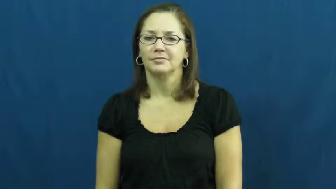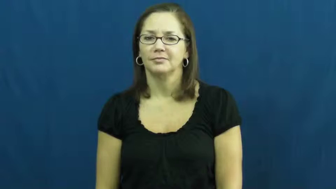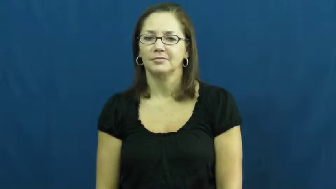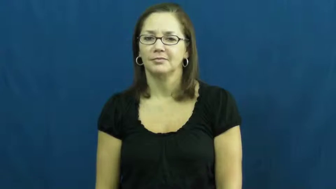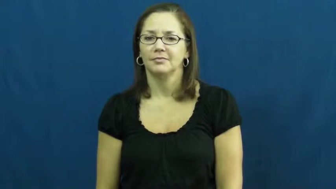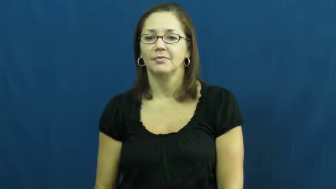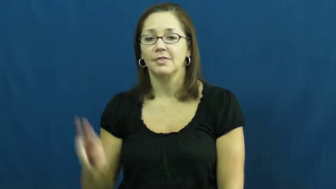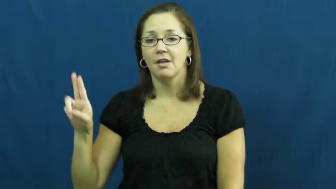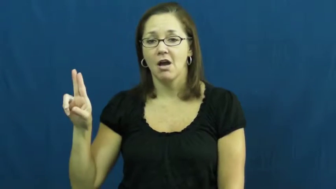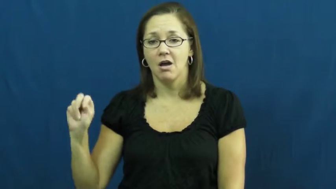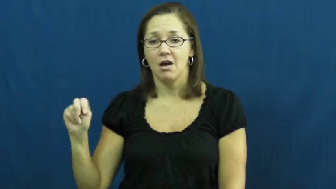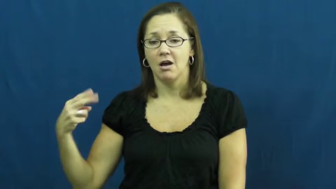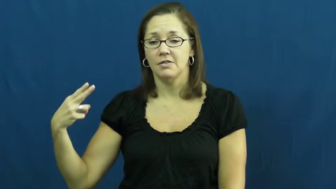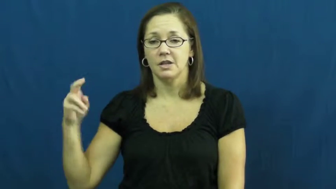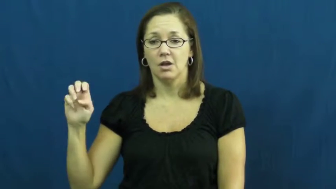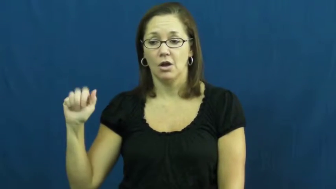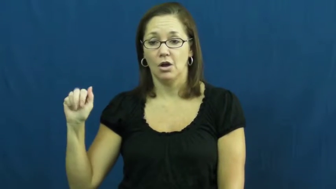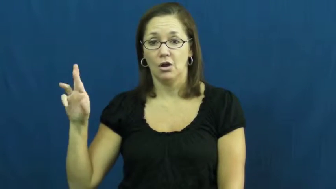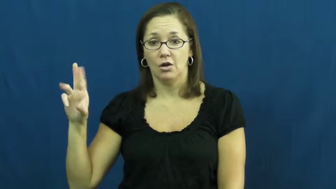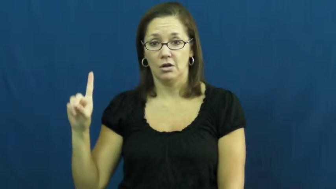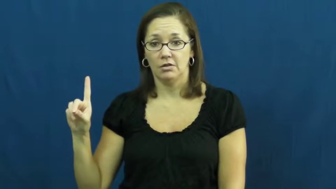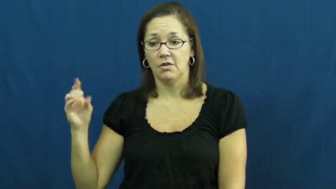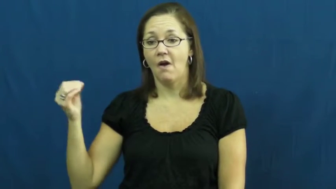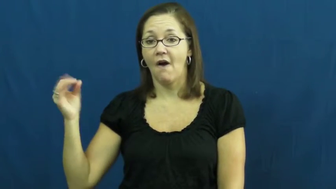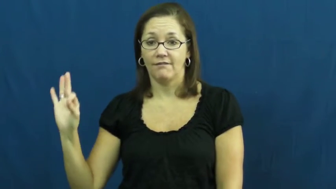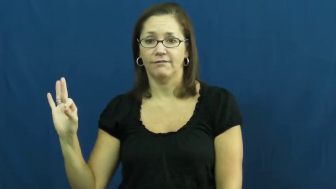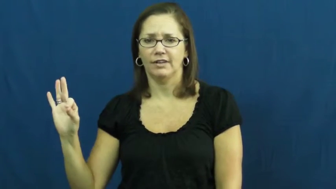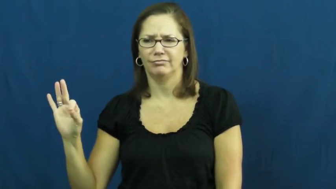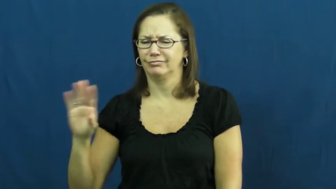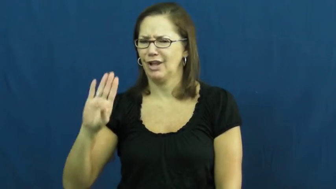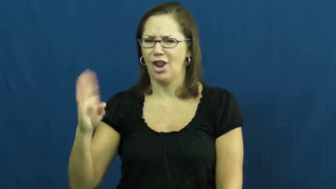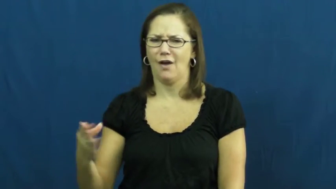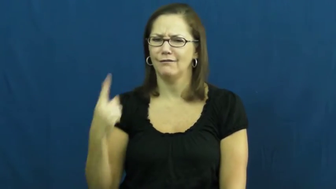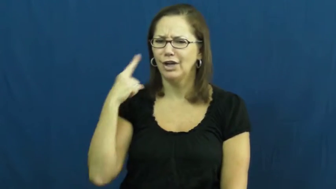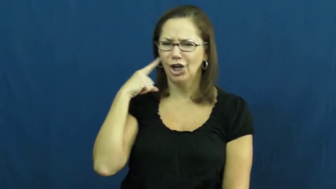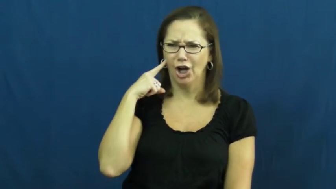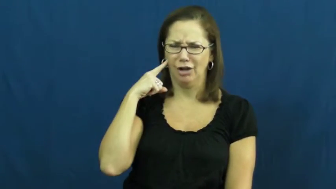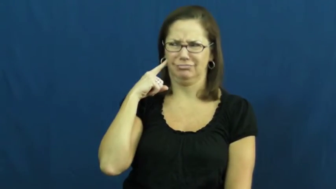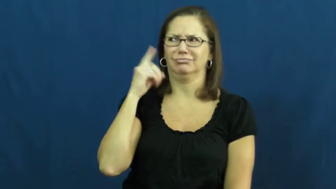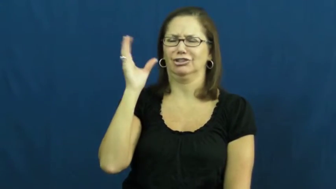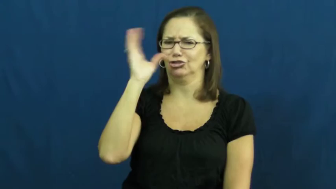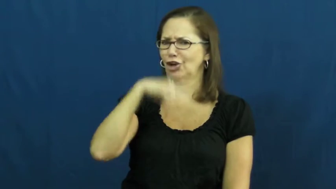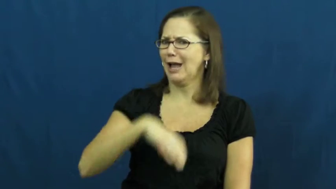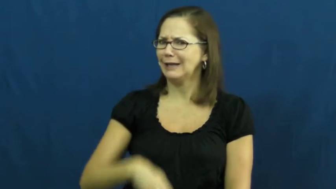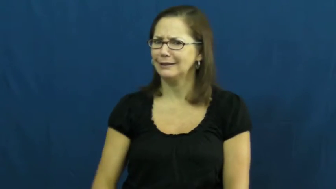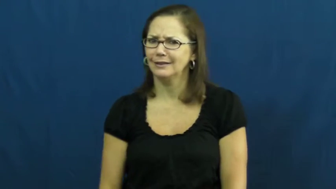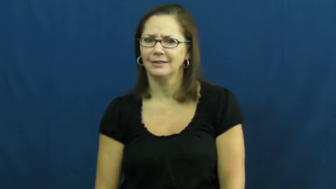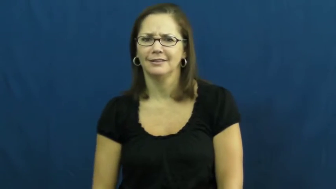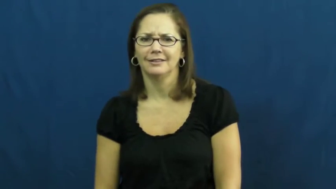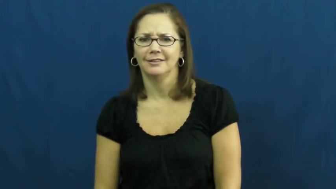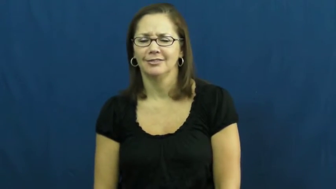unheard of